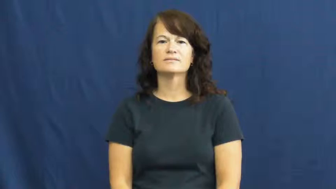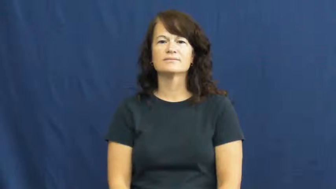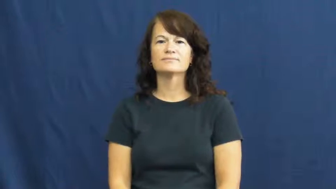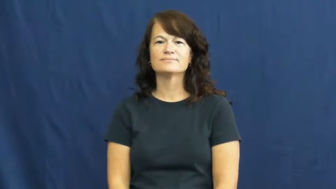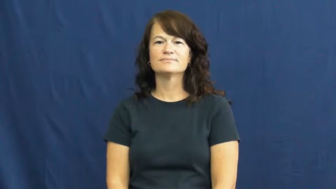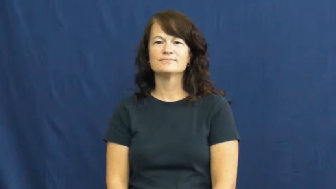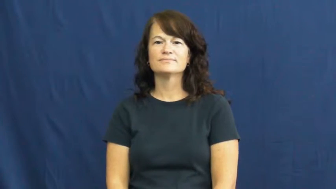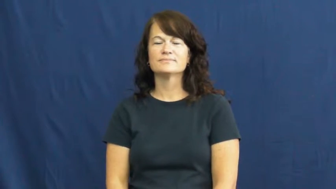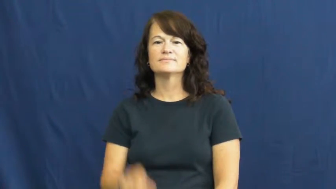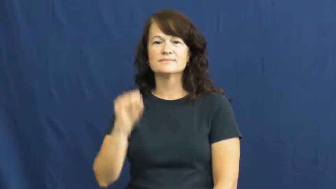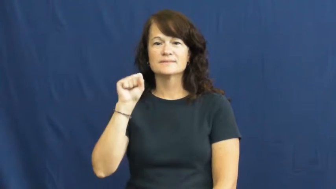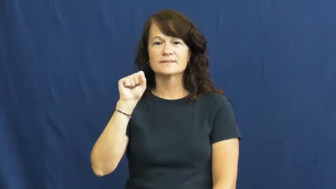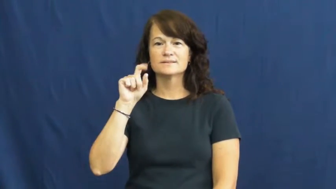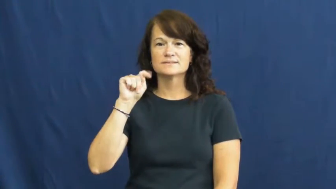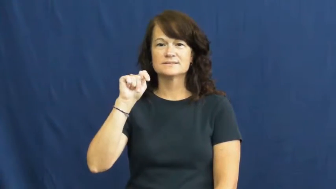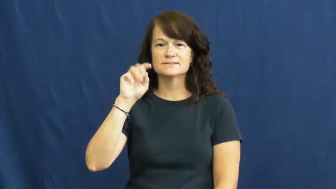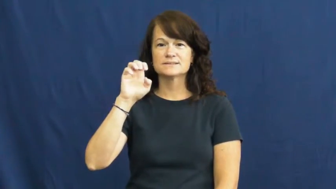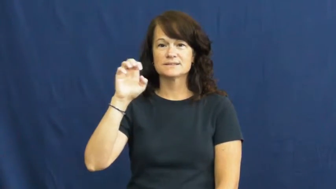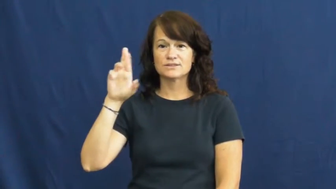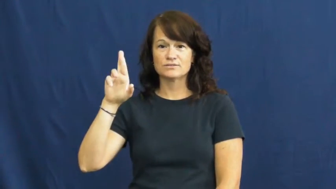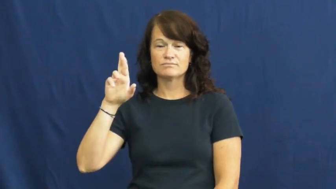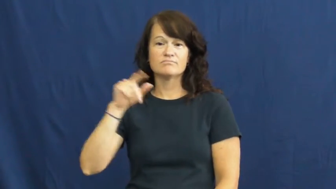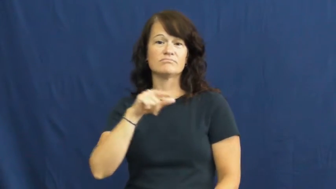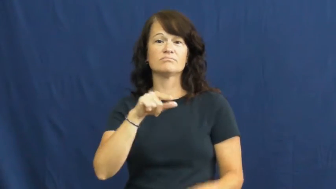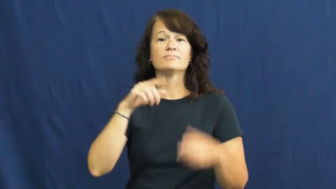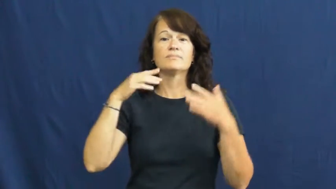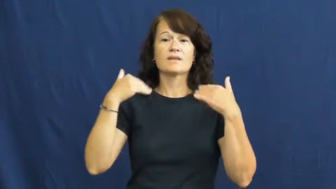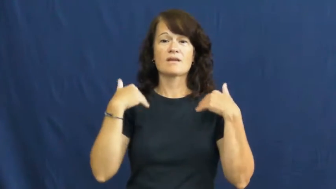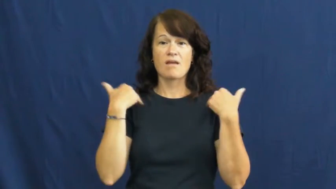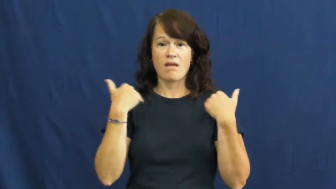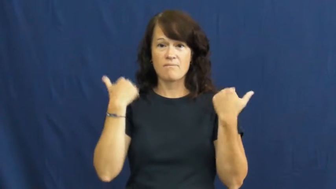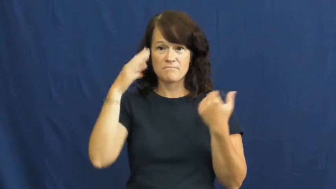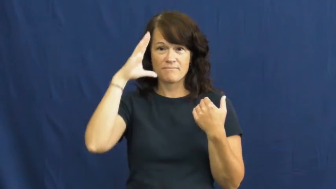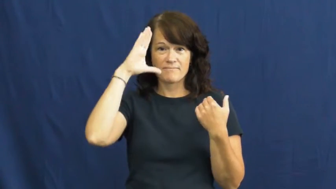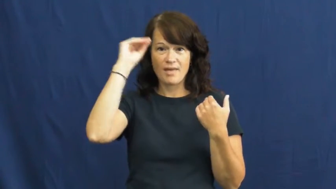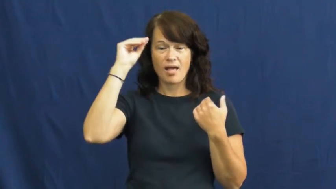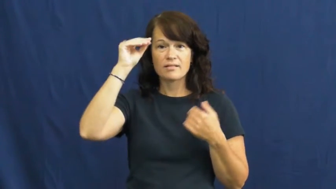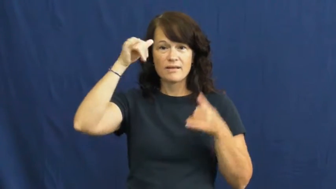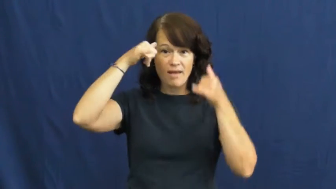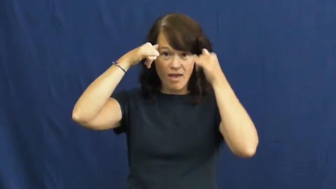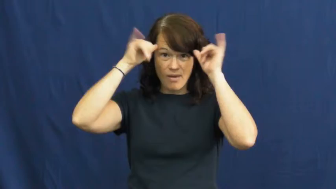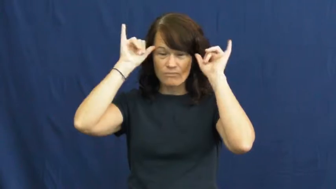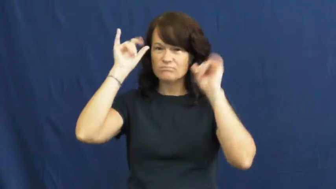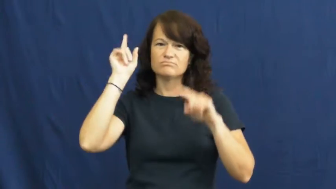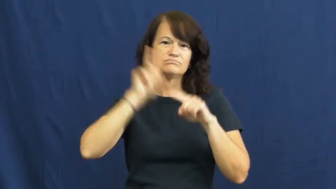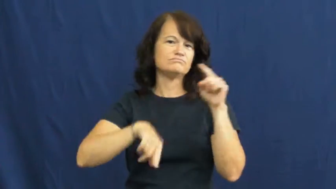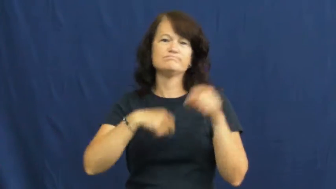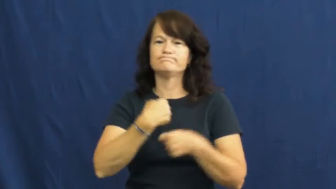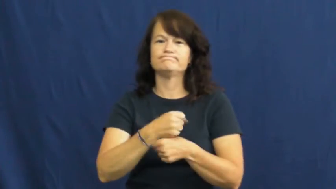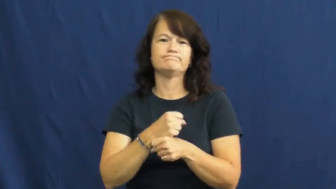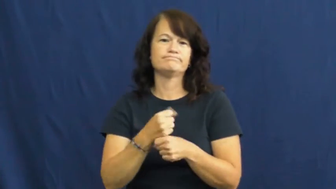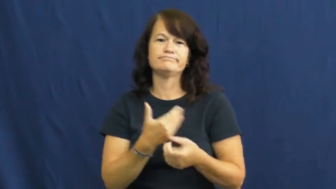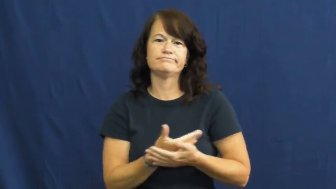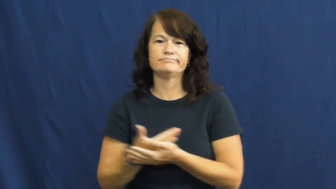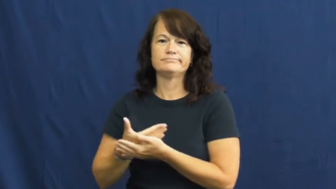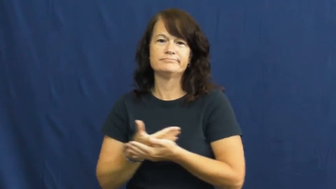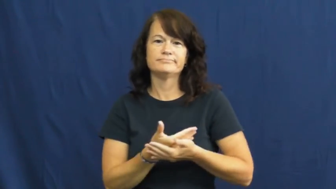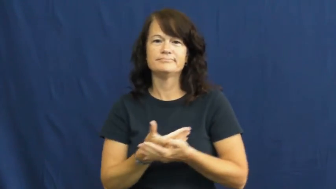steer-cow